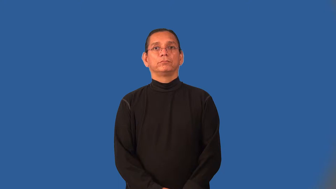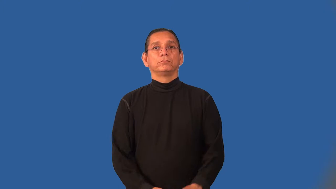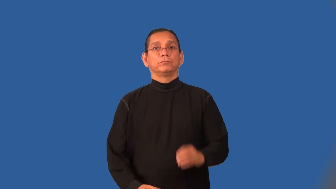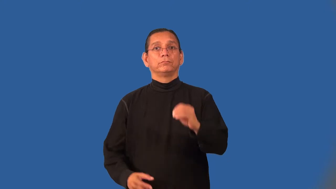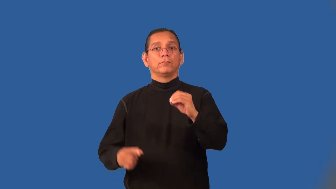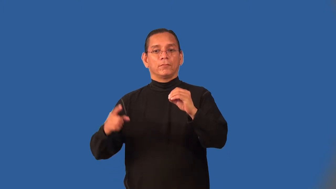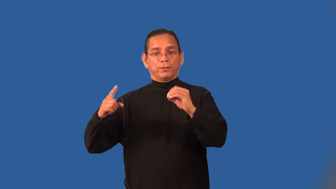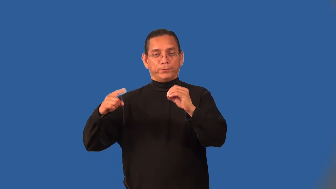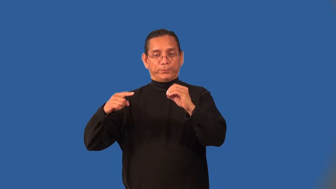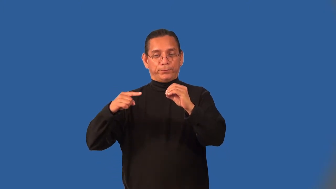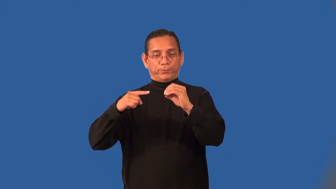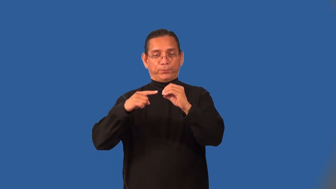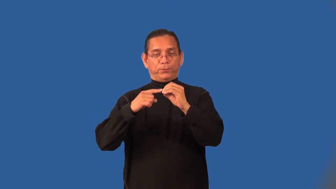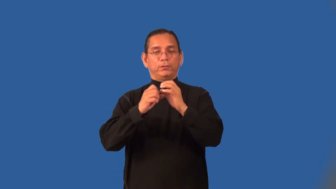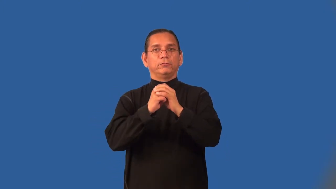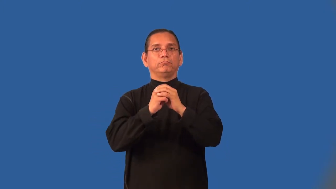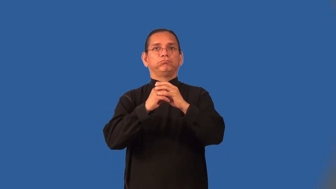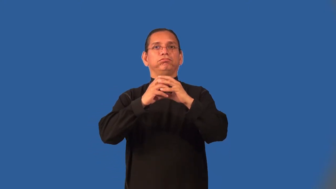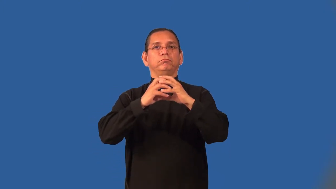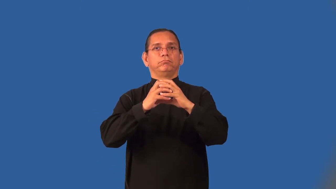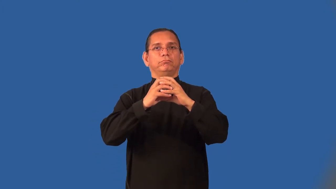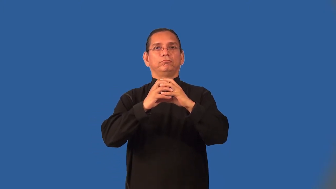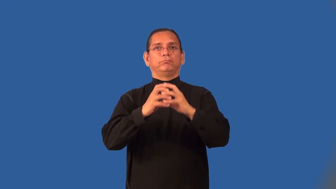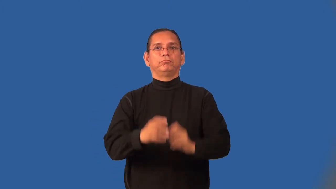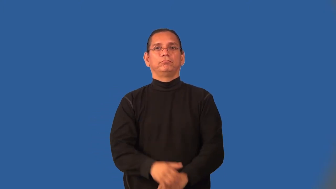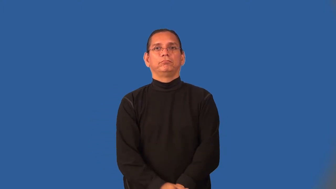inseminate